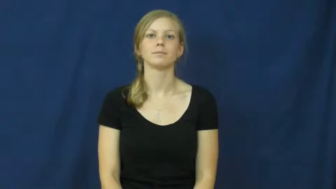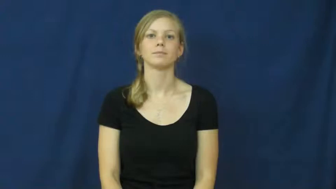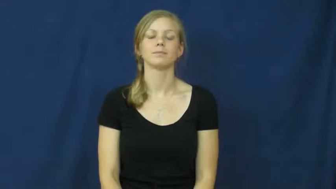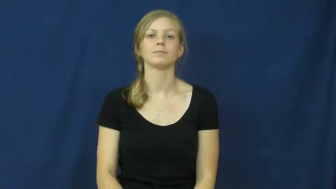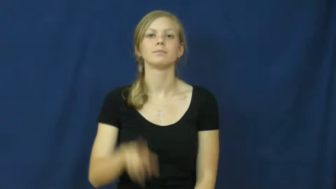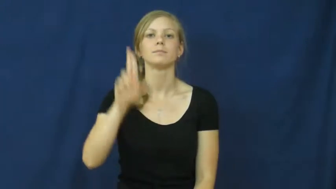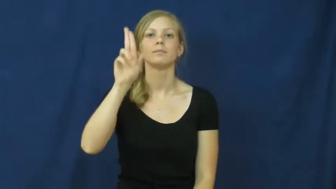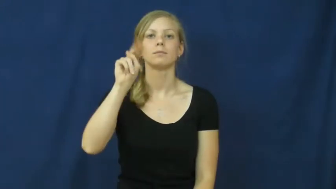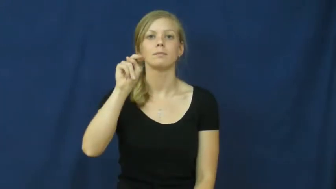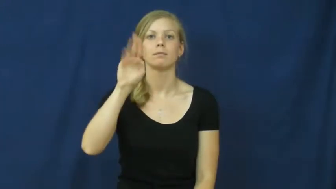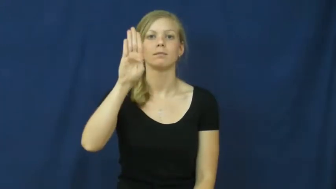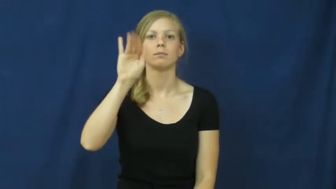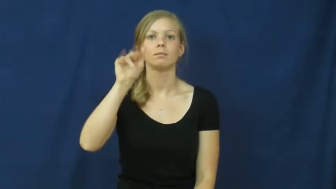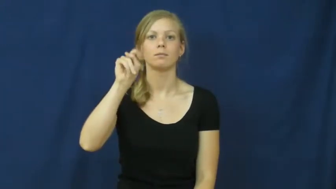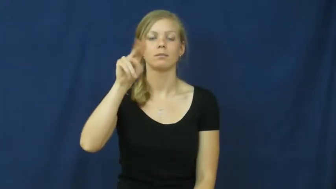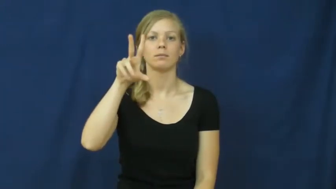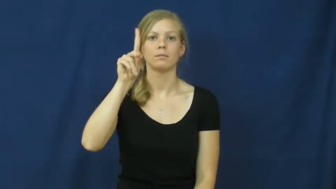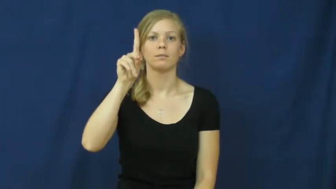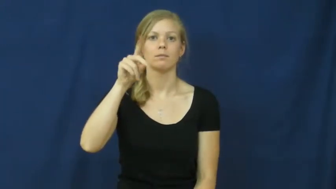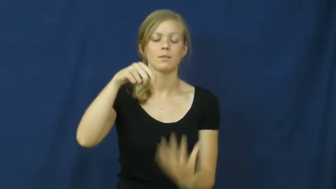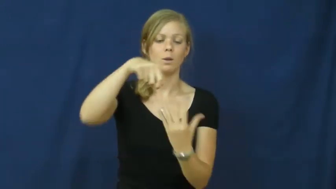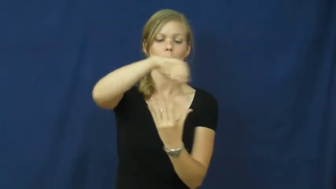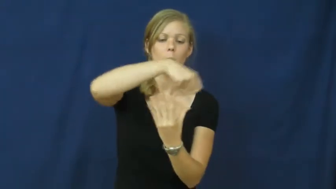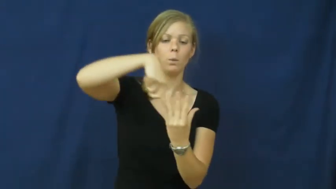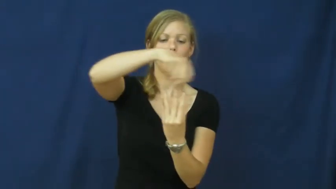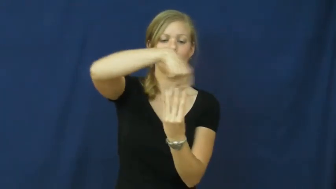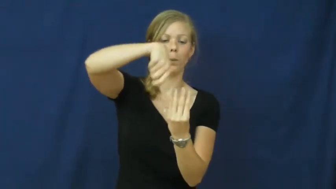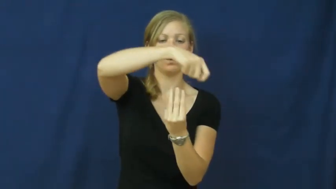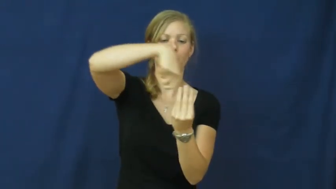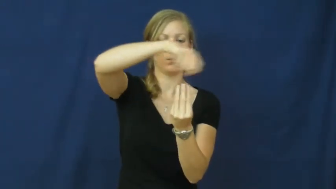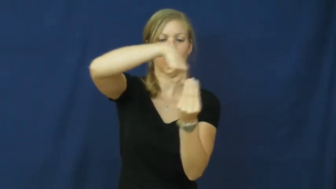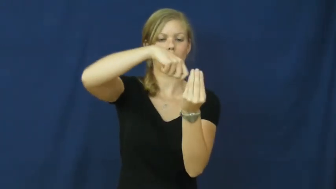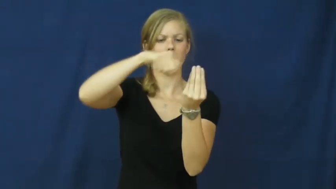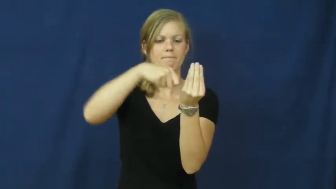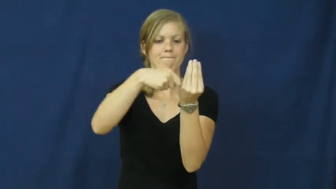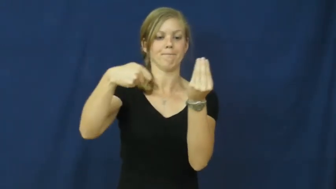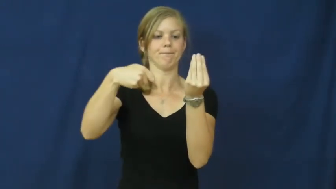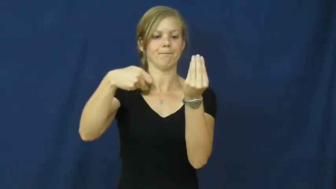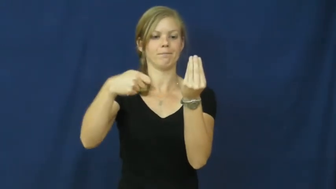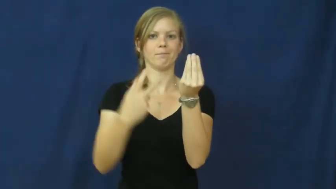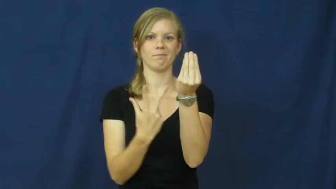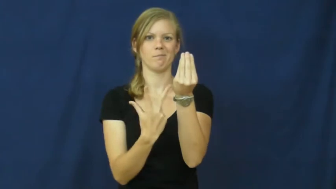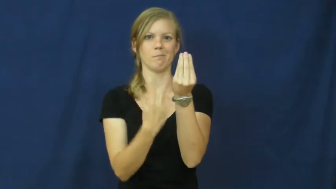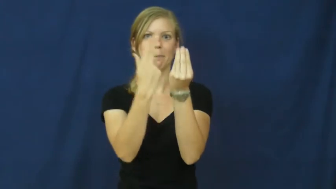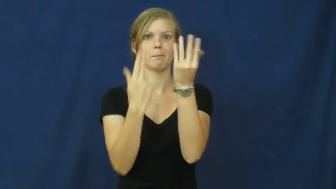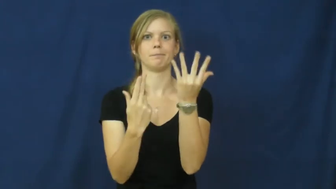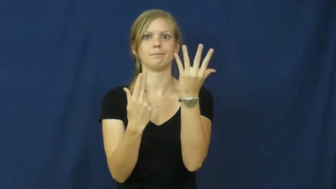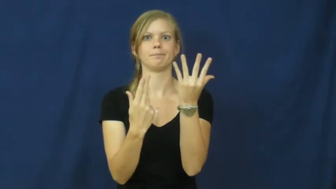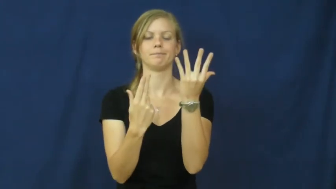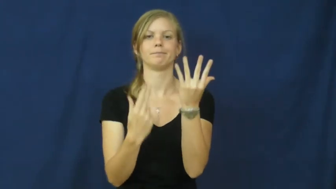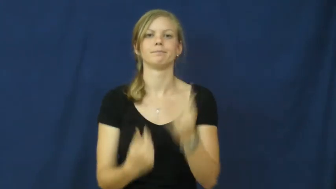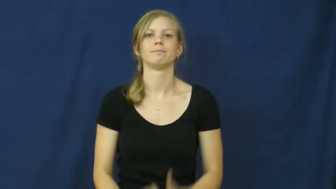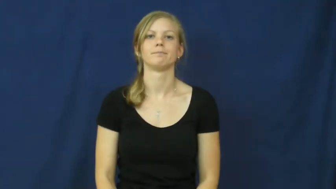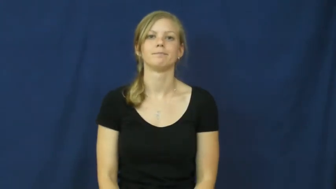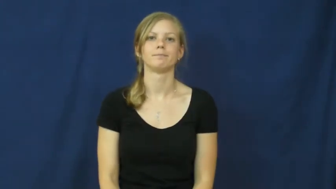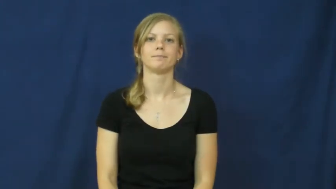unbind